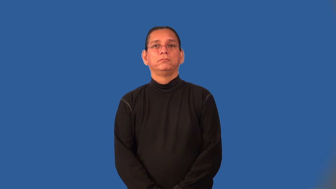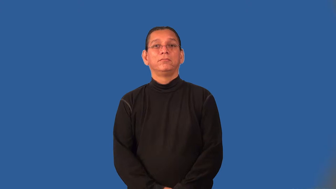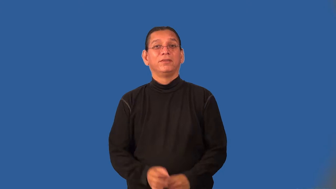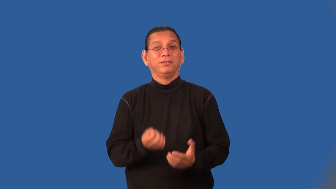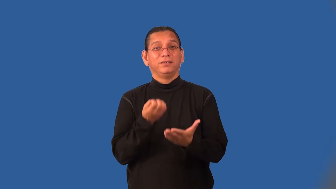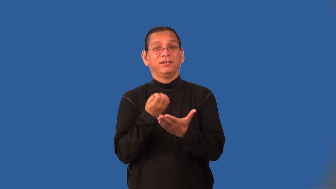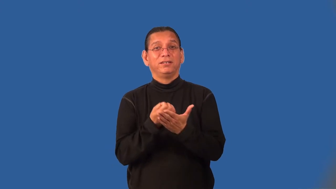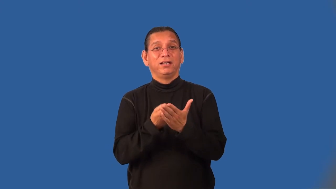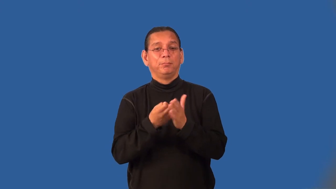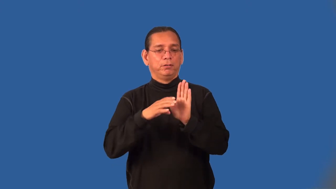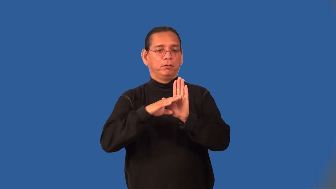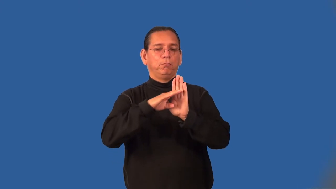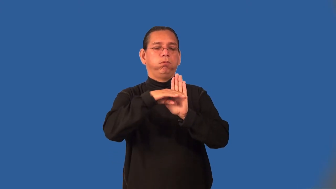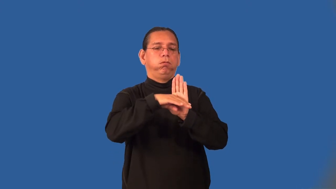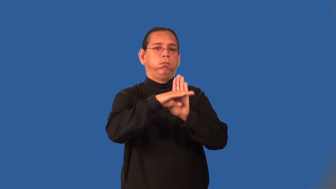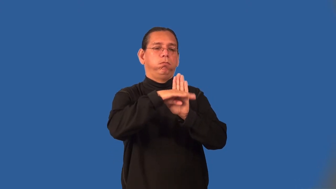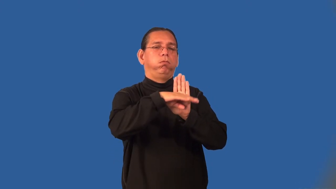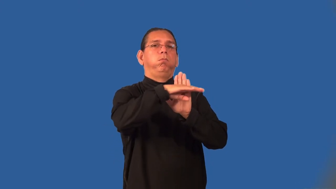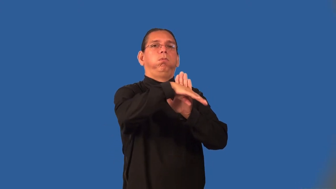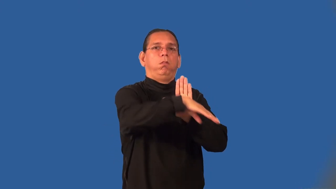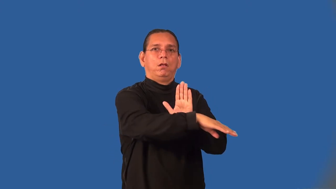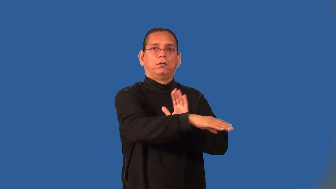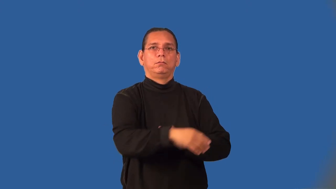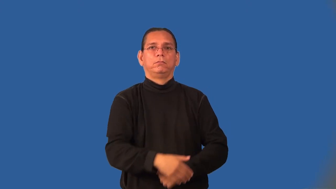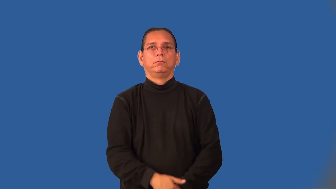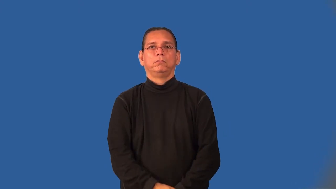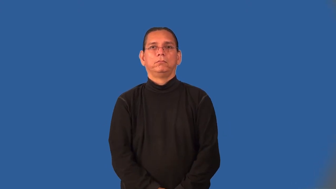recession-economic reduction